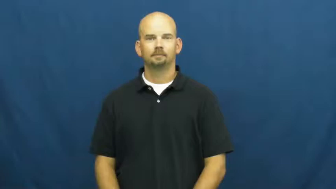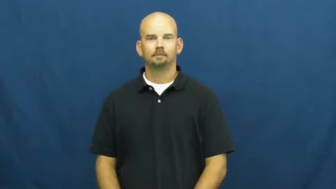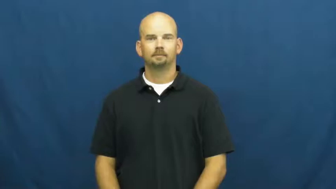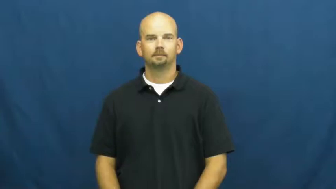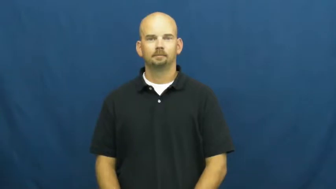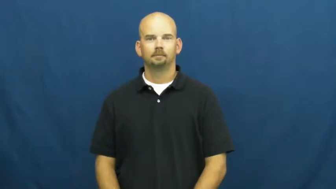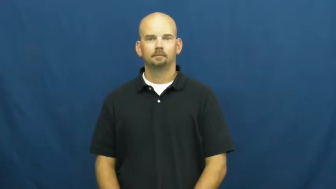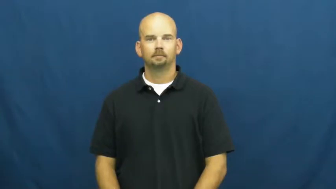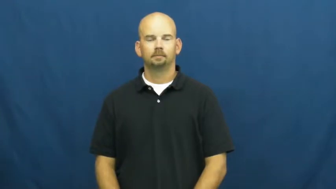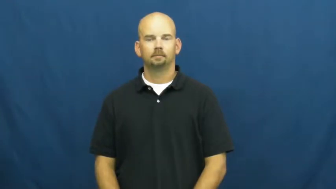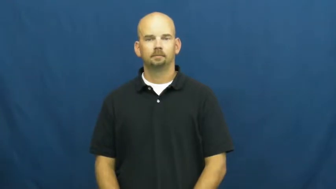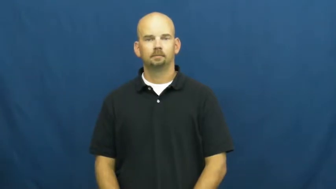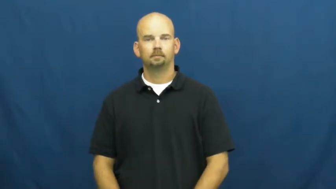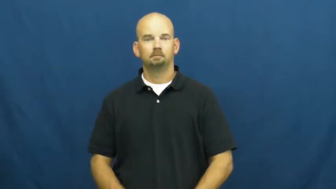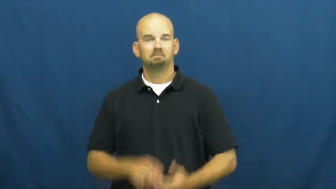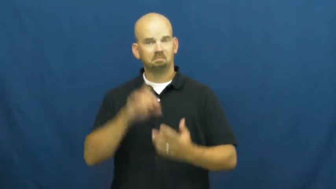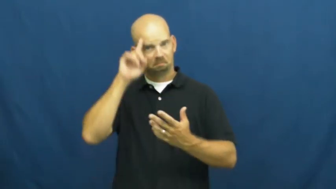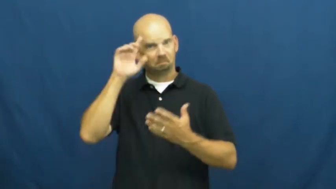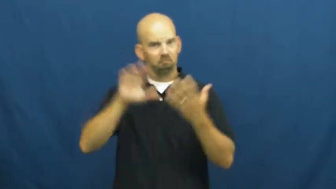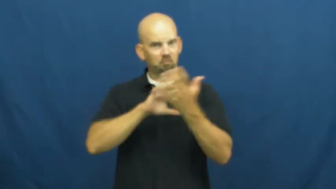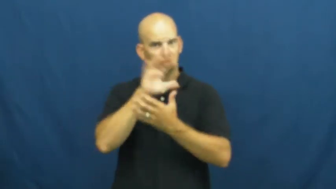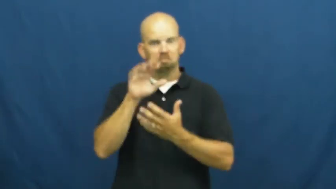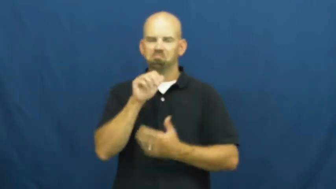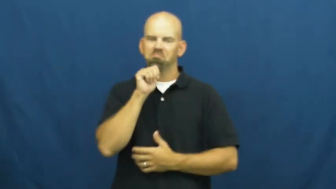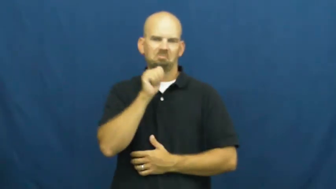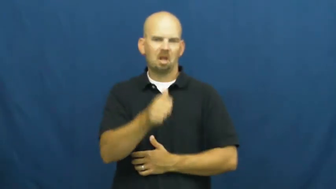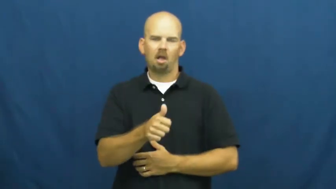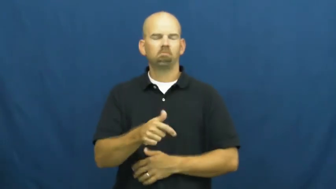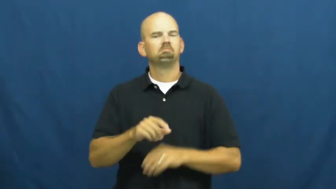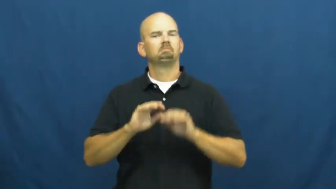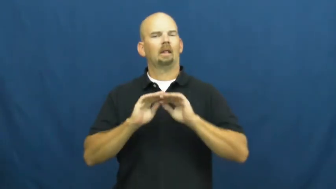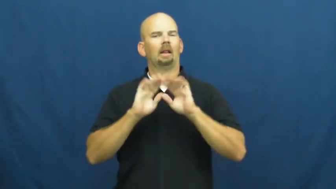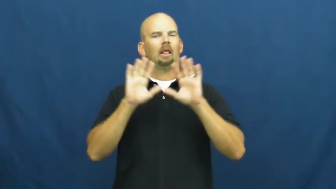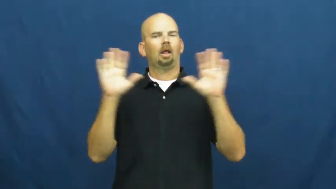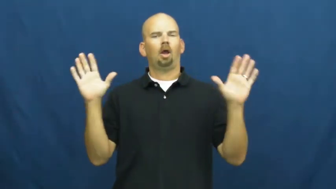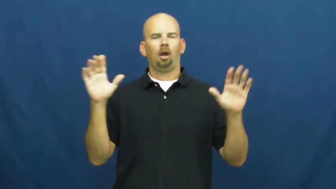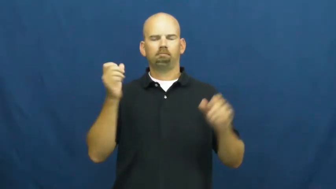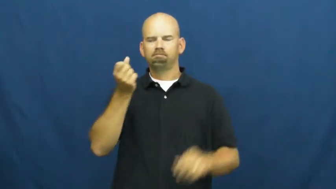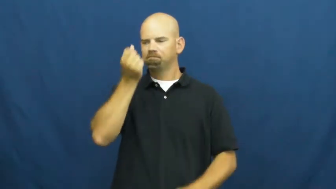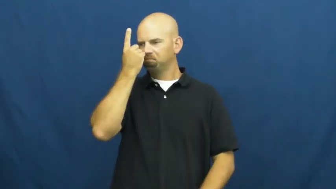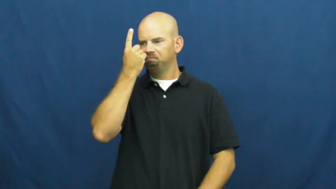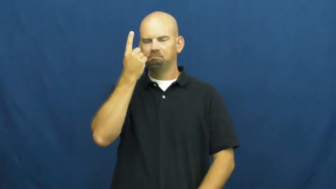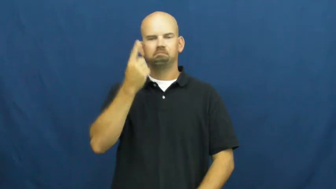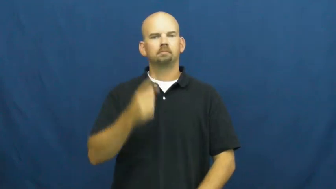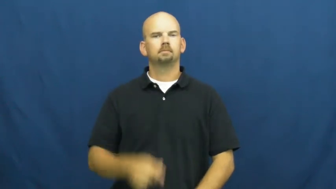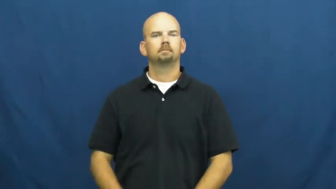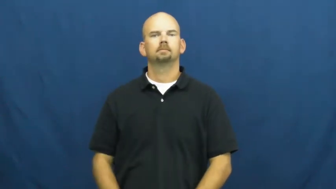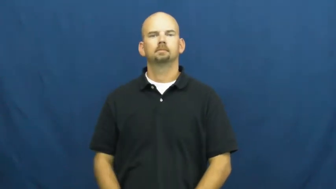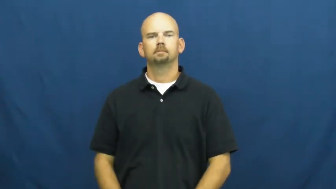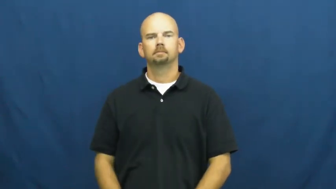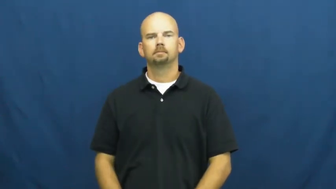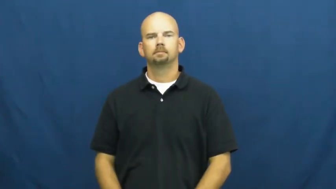unconfused